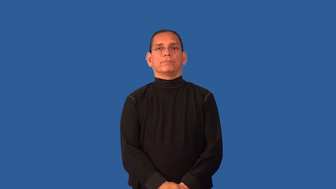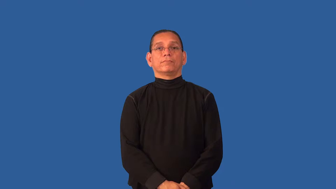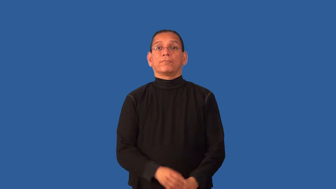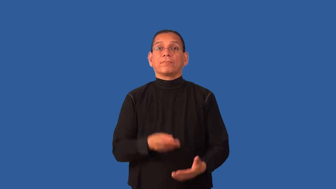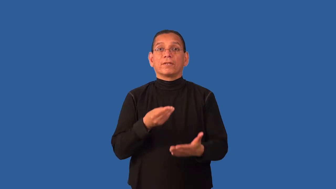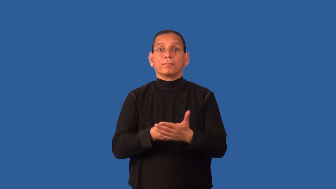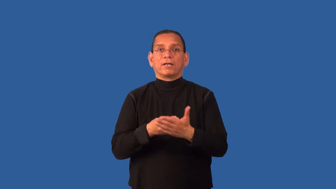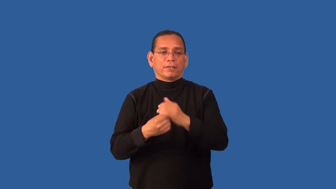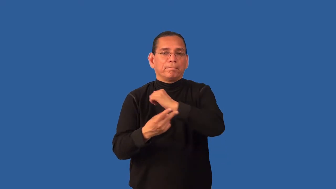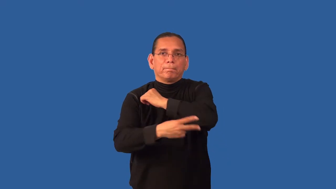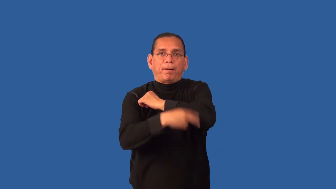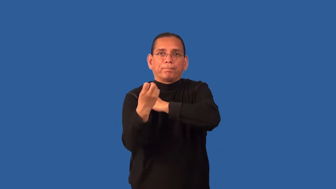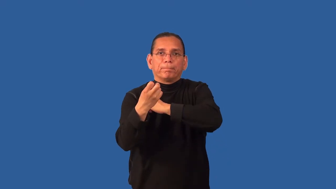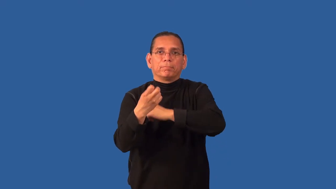defraud